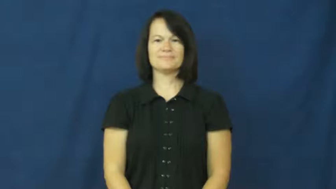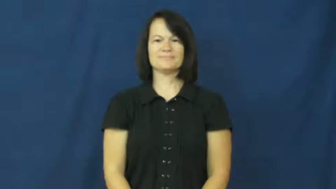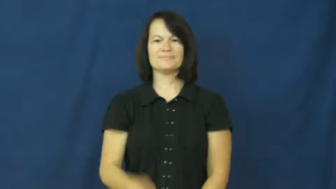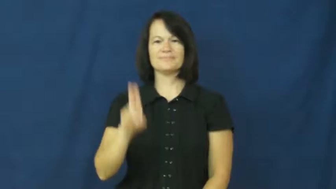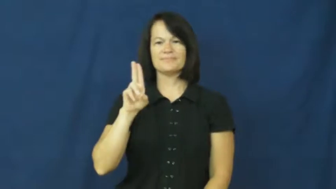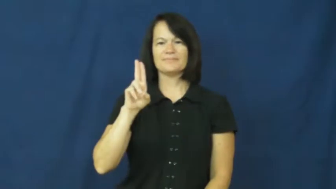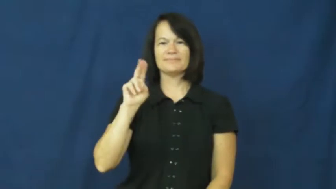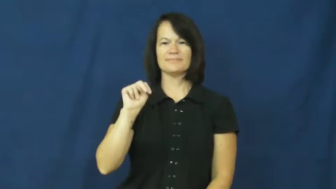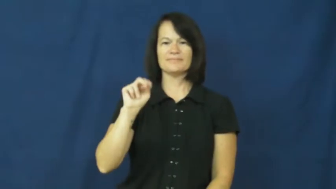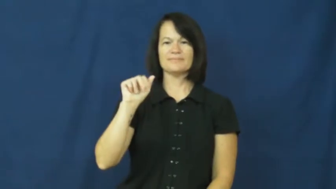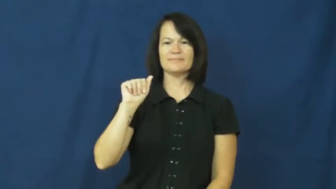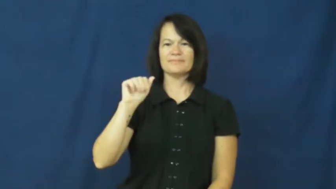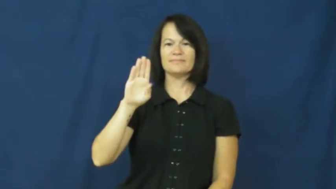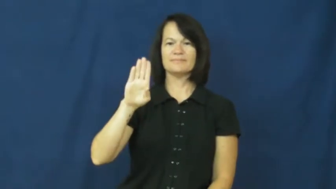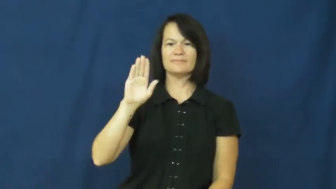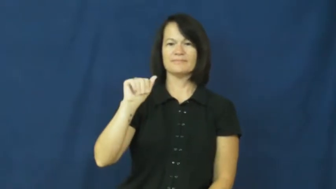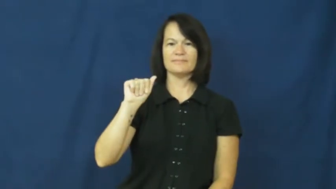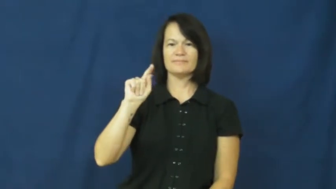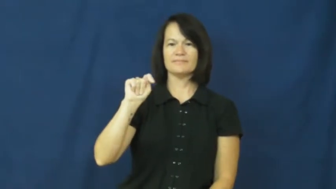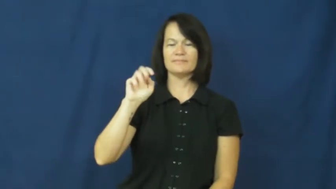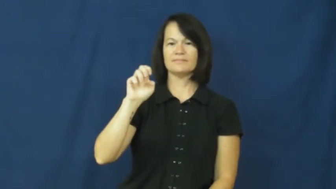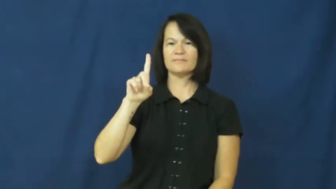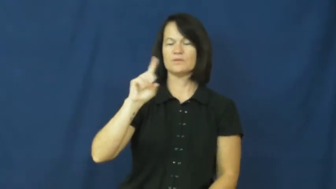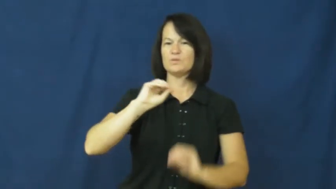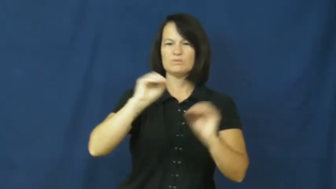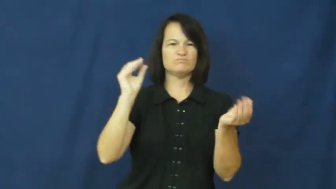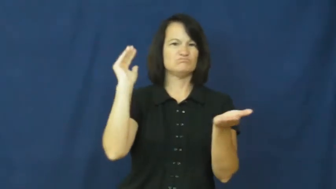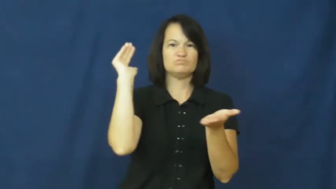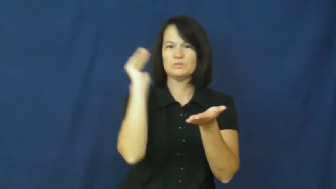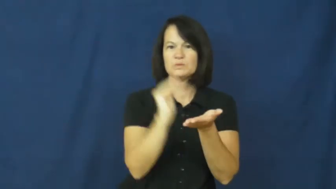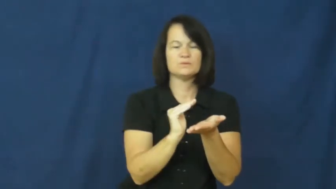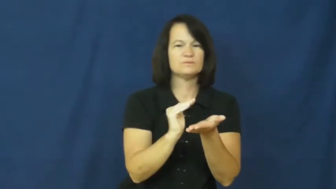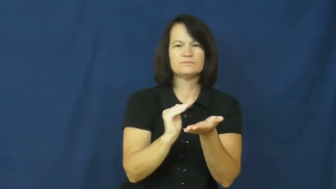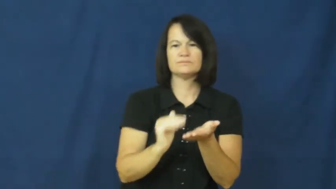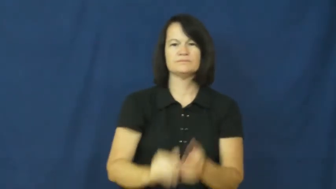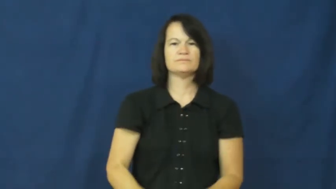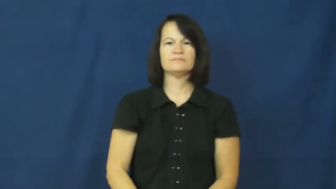unabated